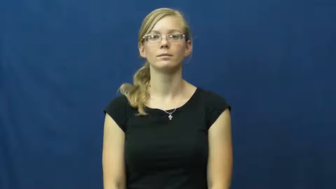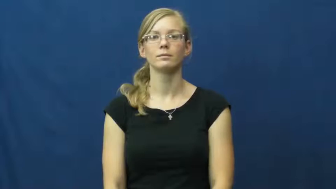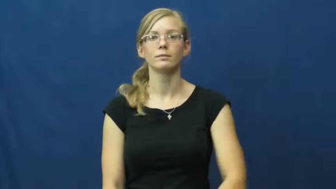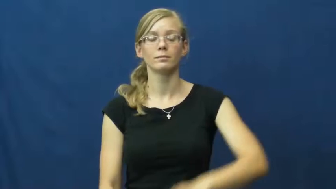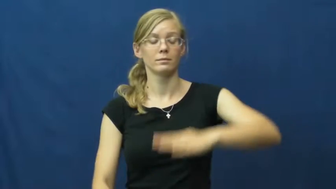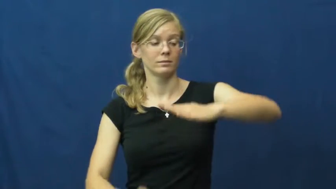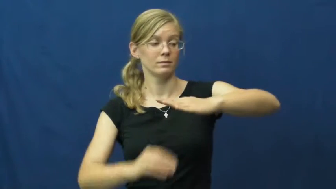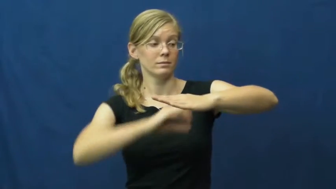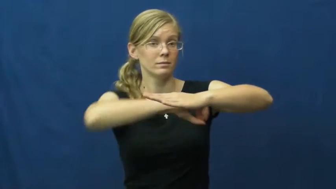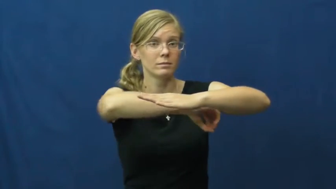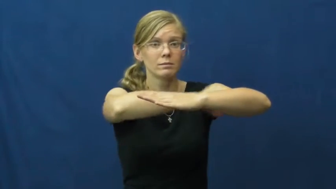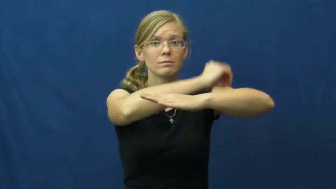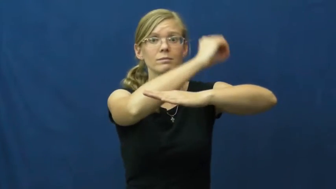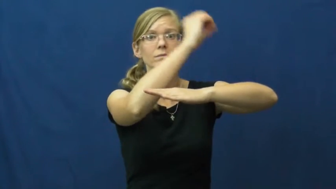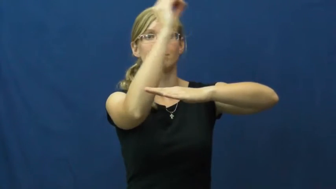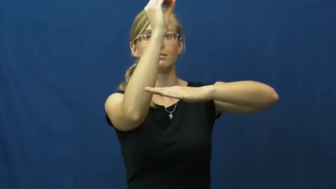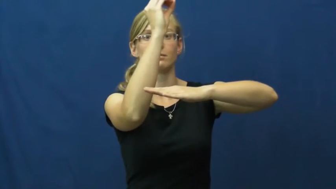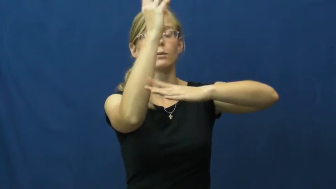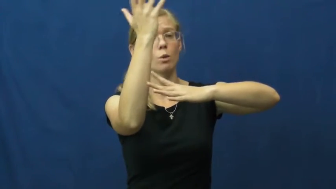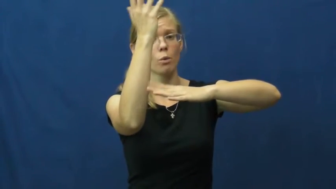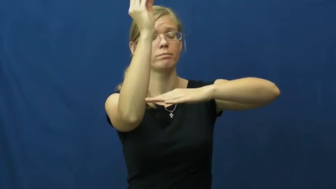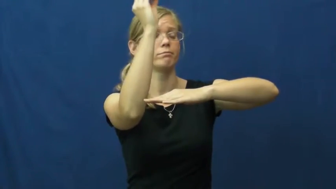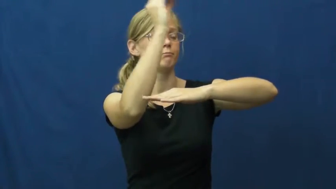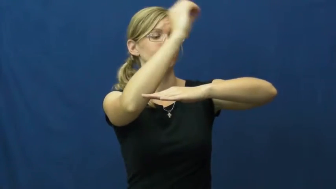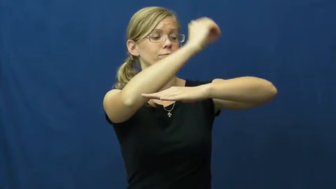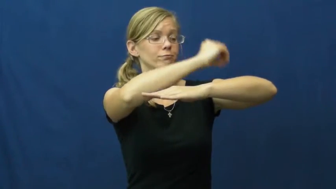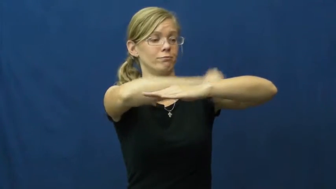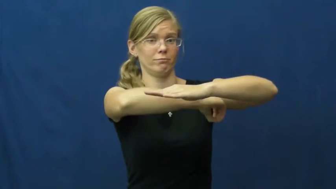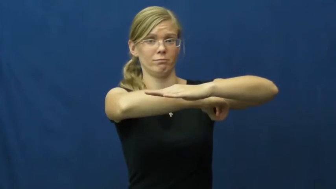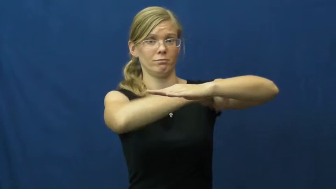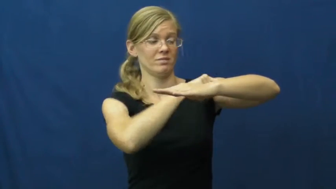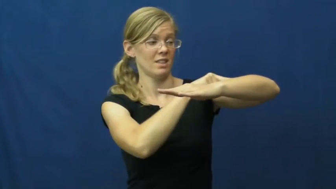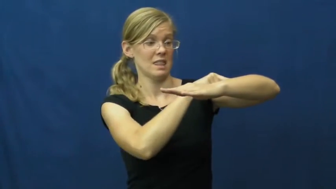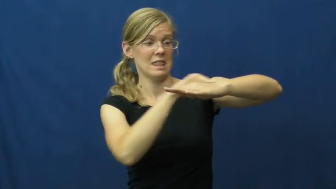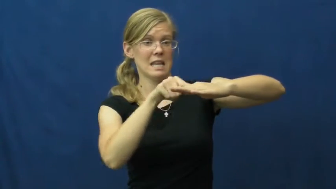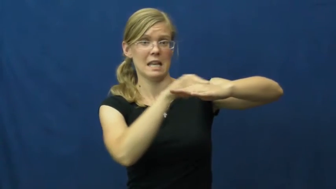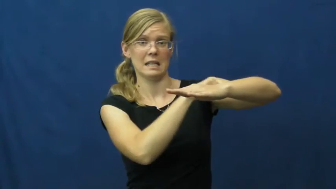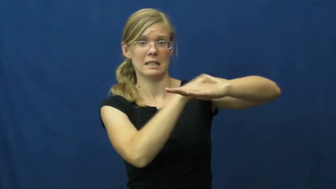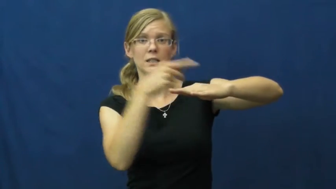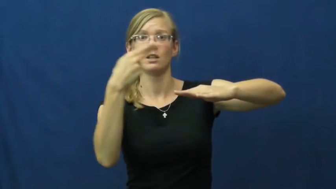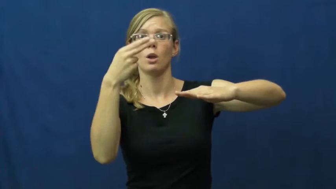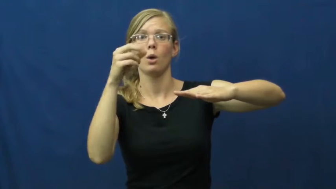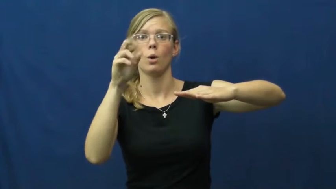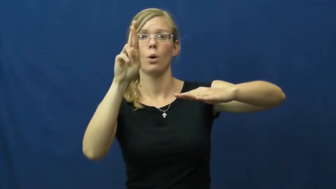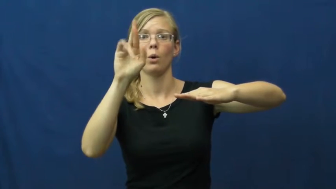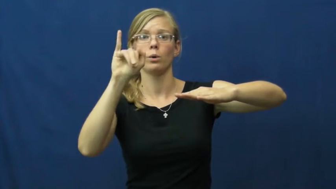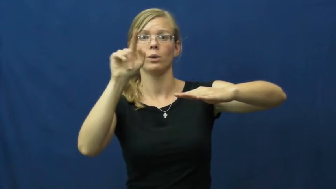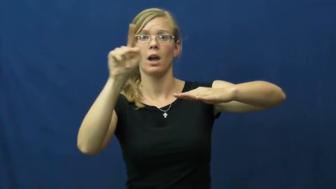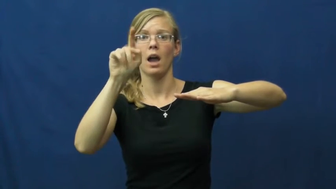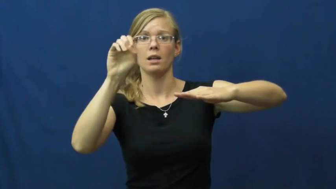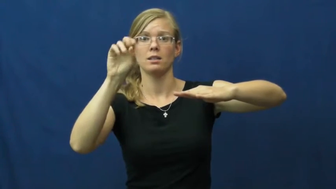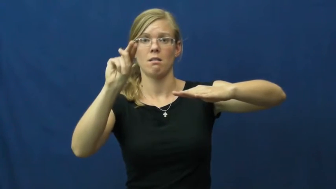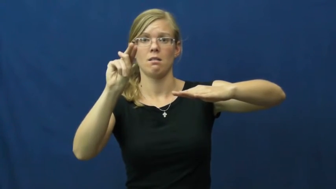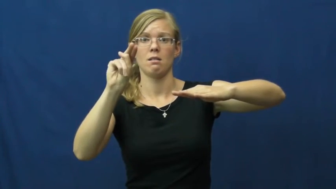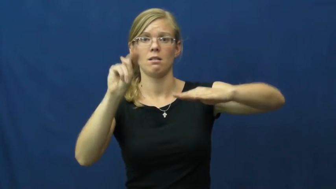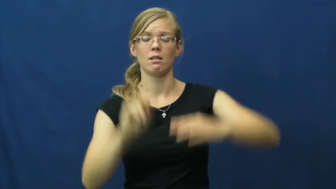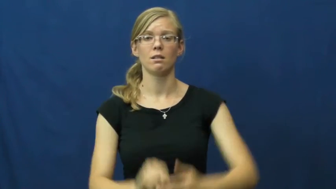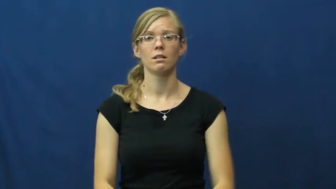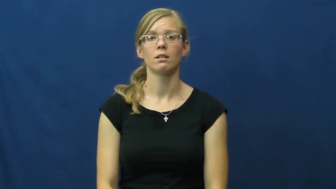horizon